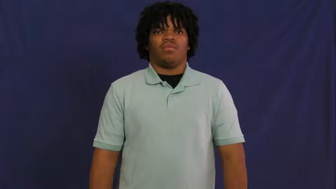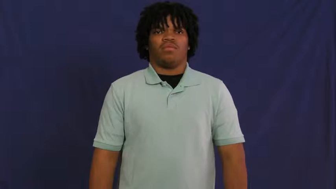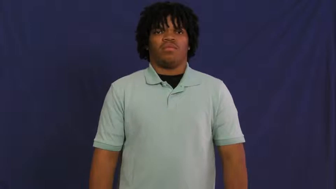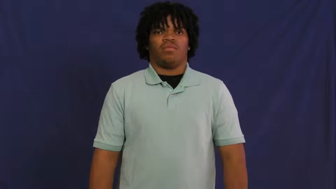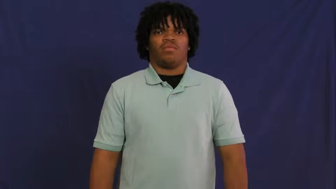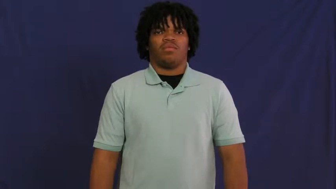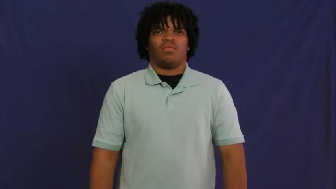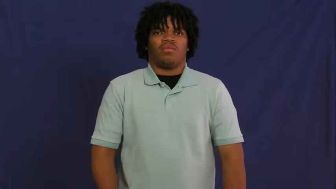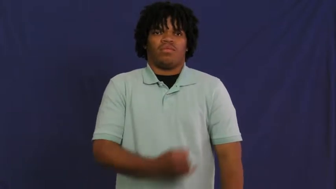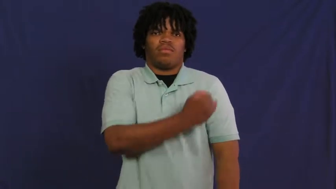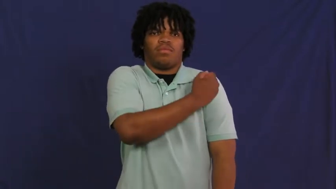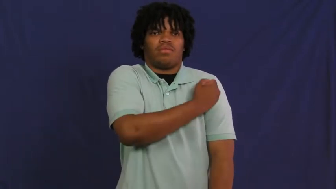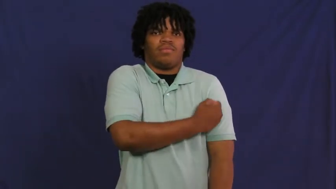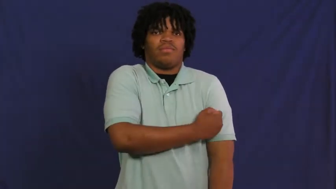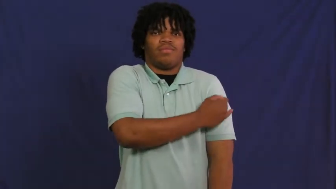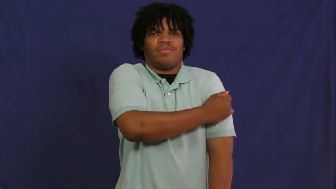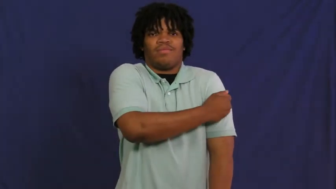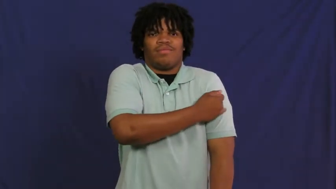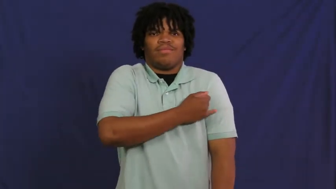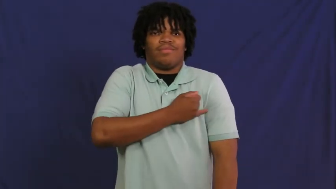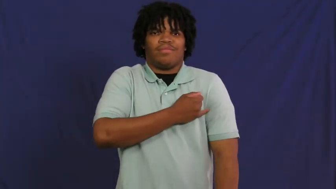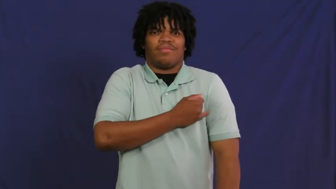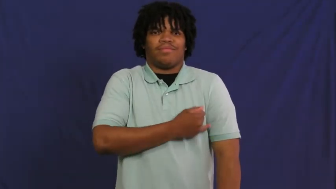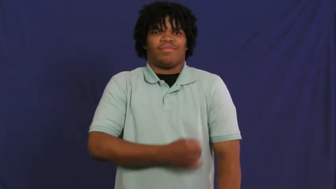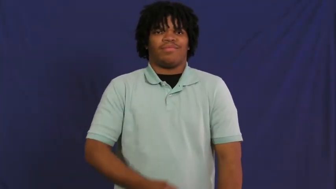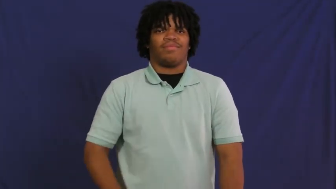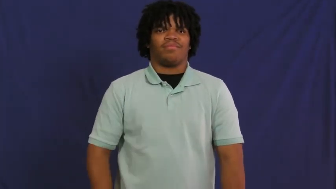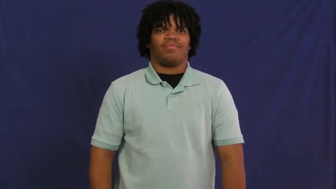infirmary